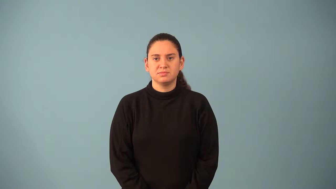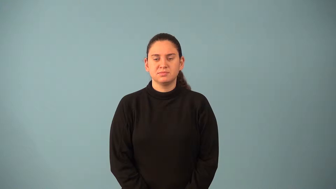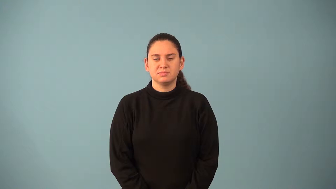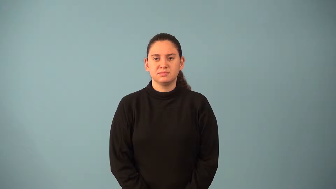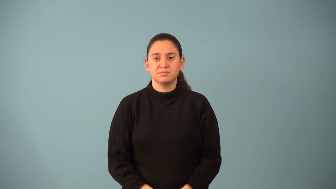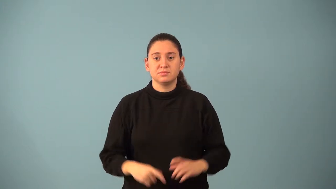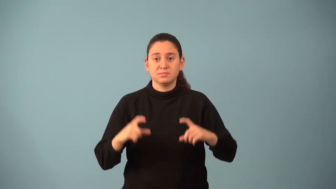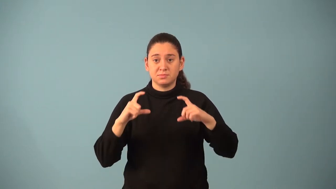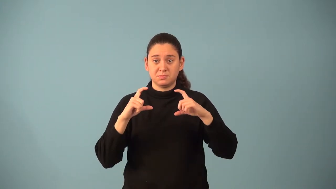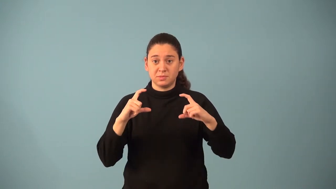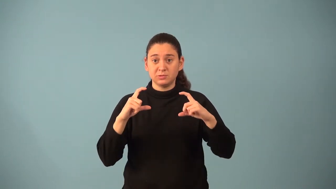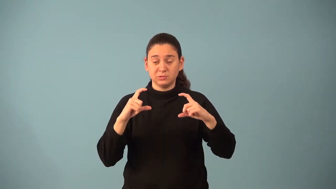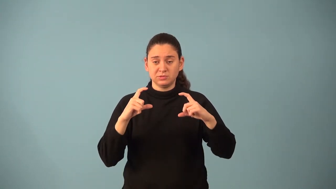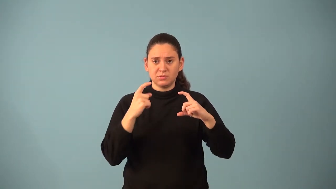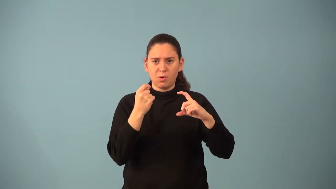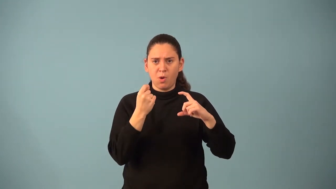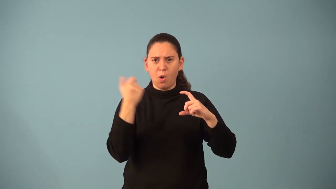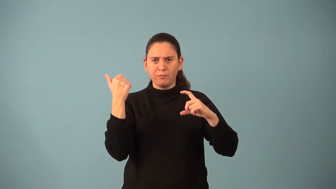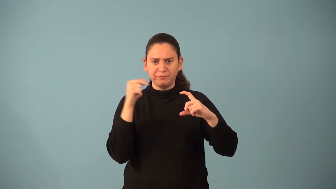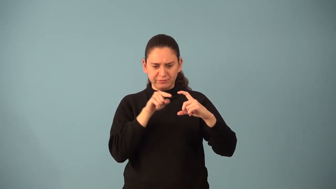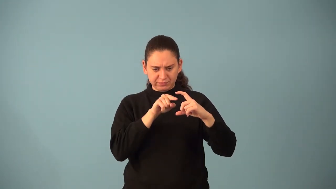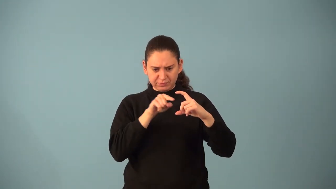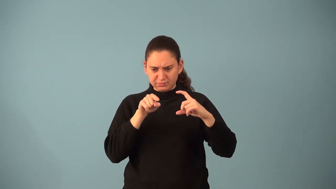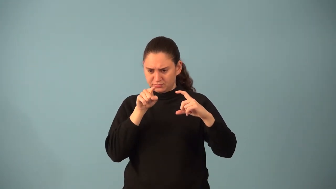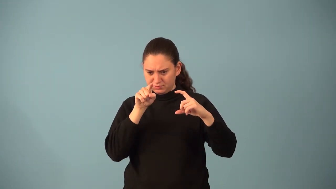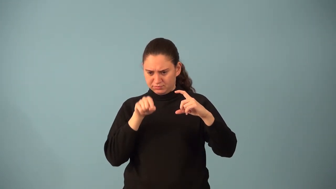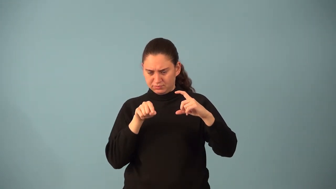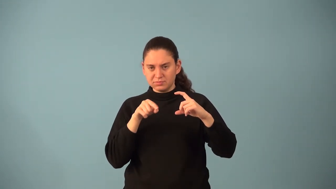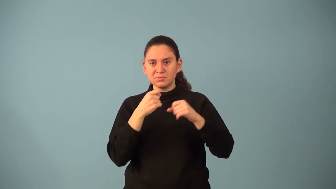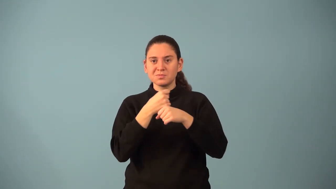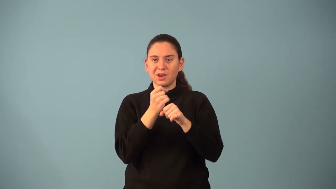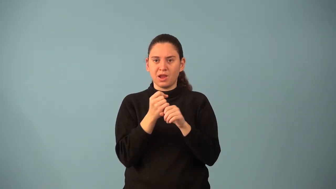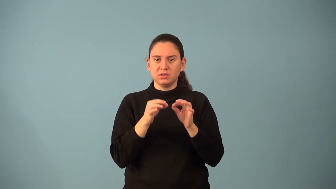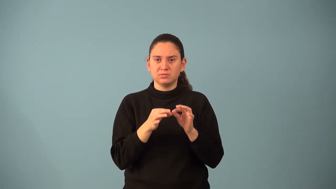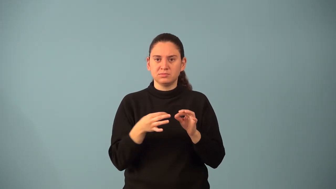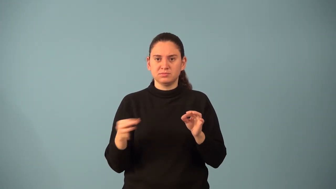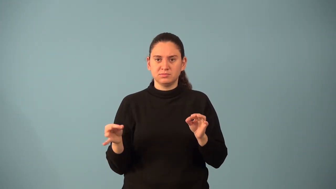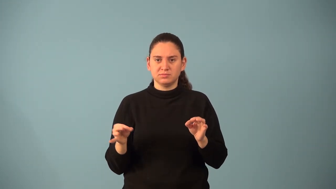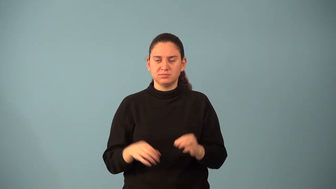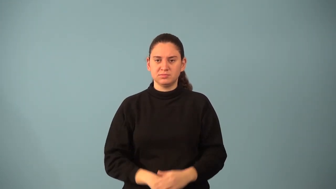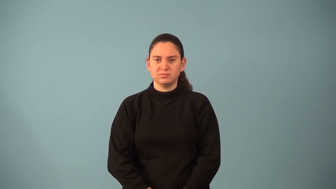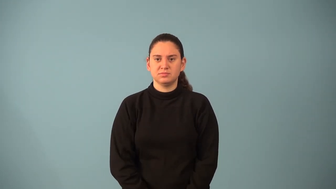minor of an element